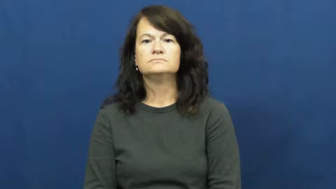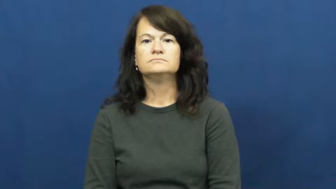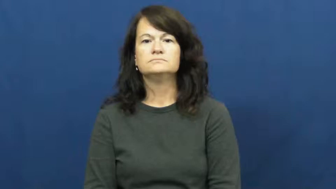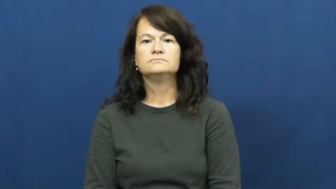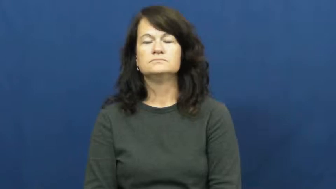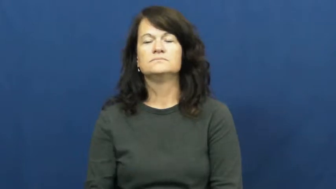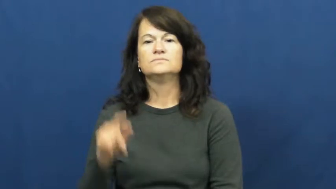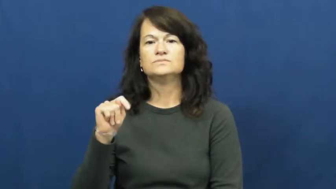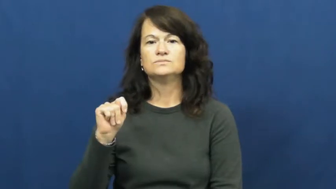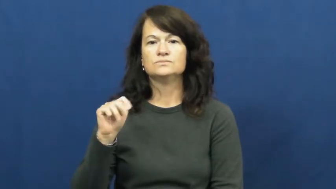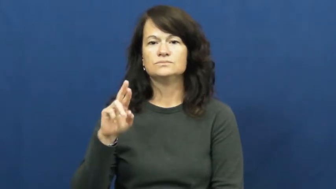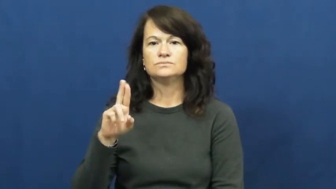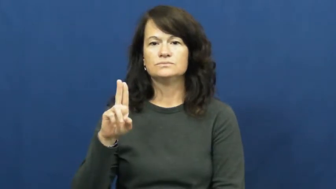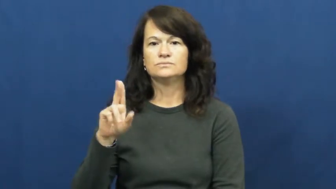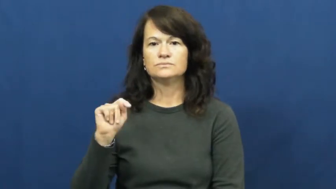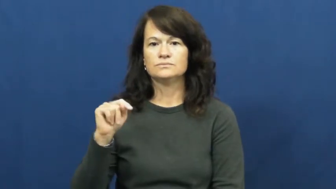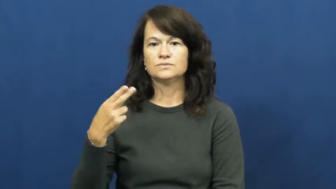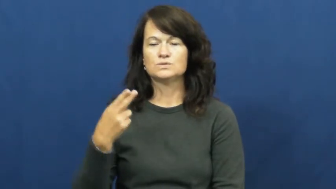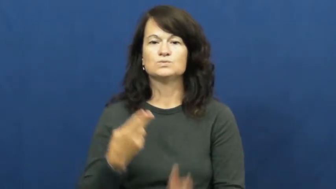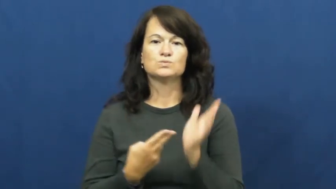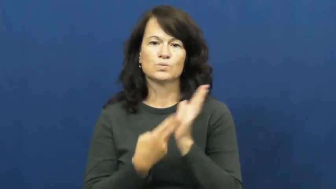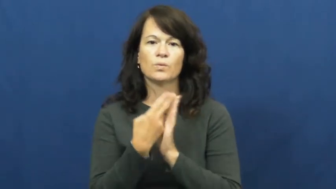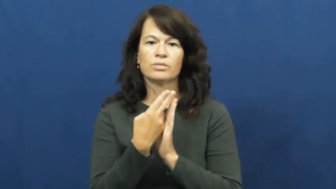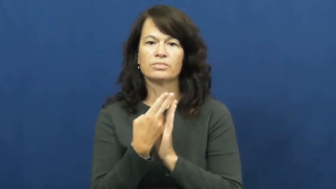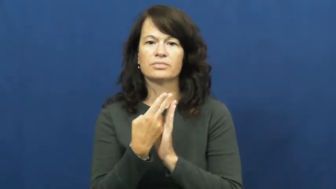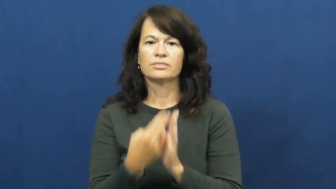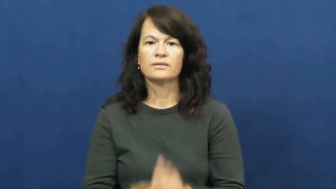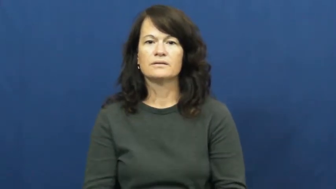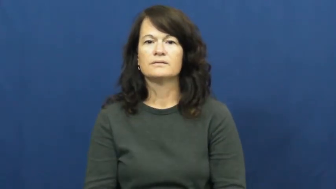truth